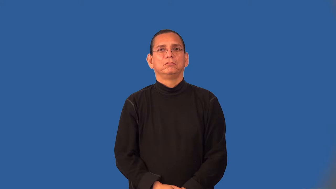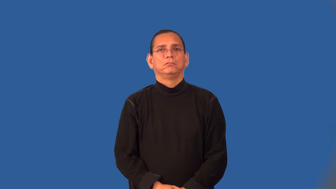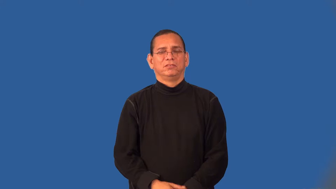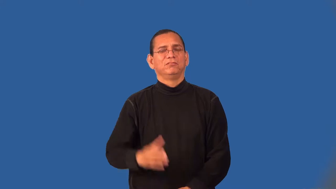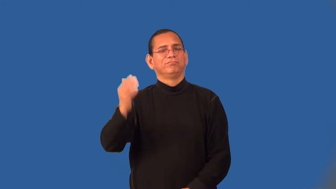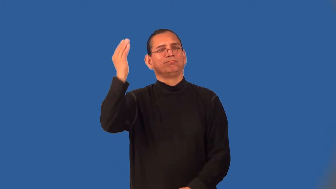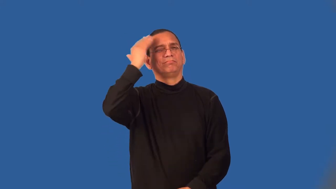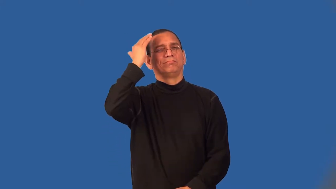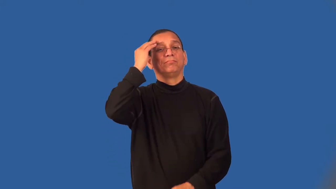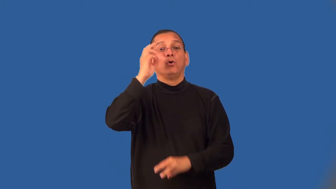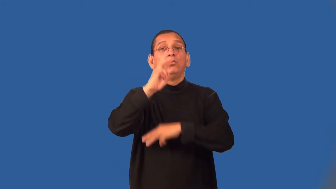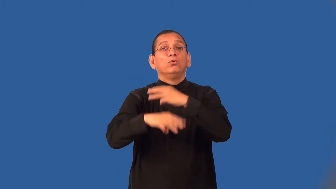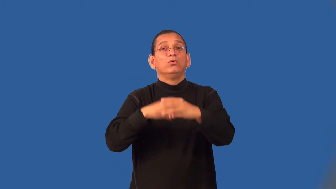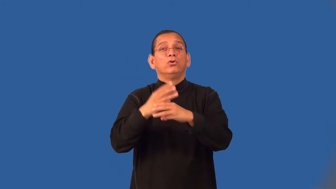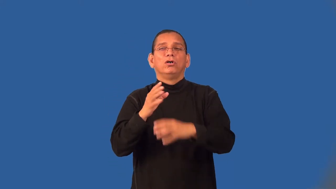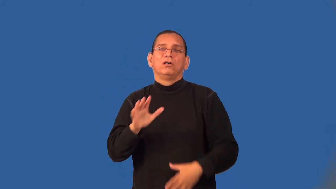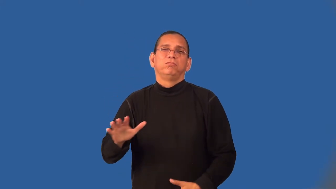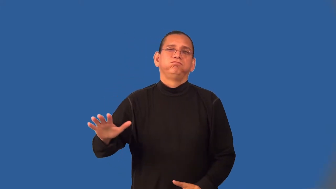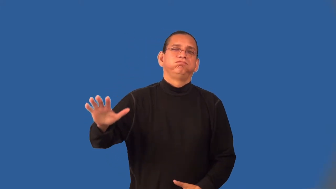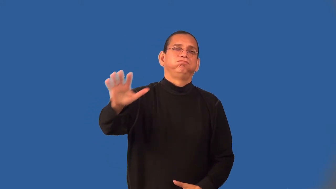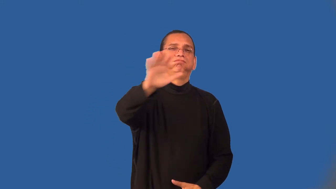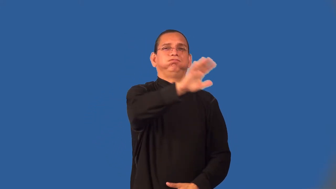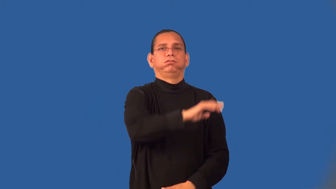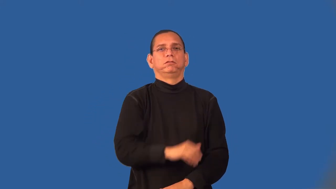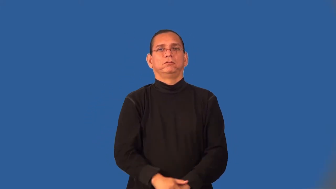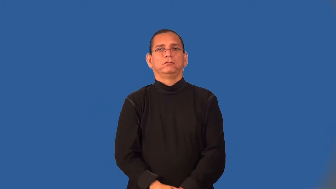worldly